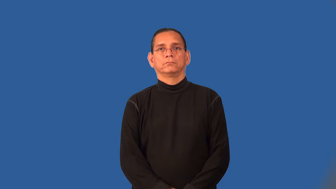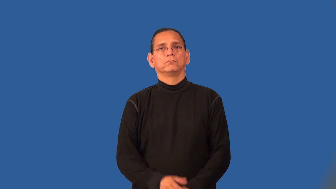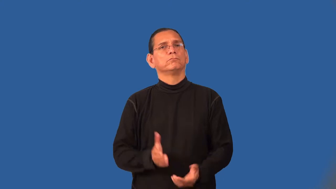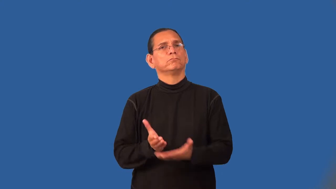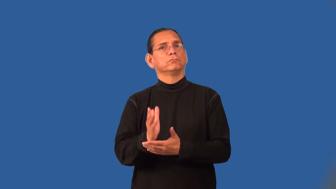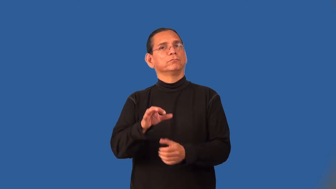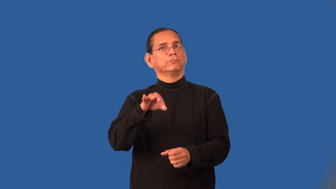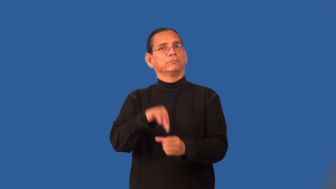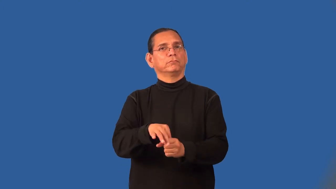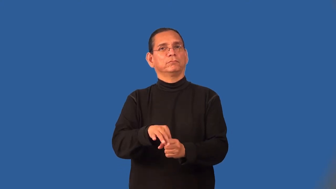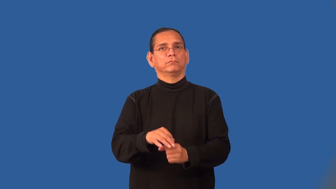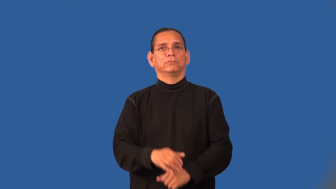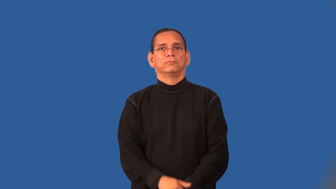suffrage